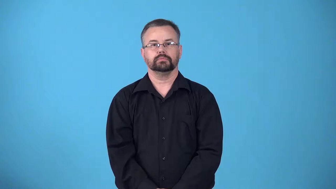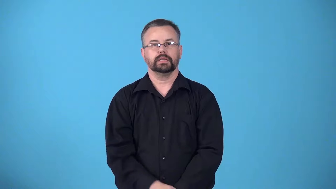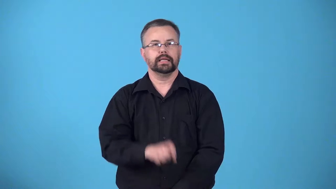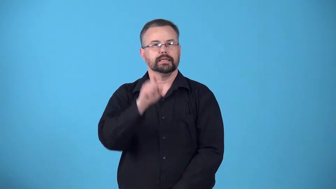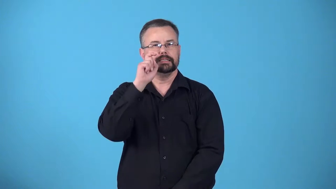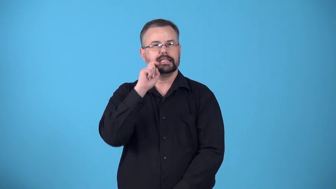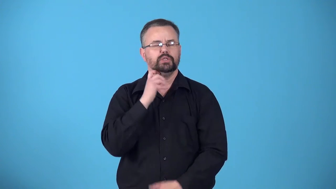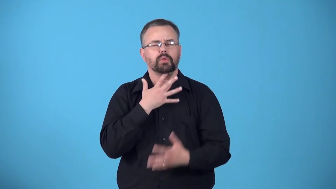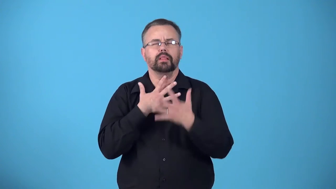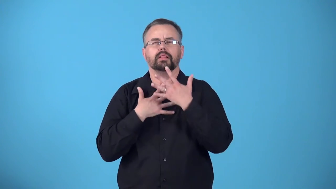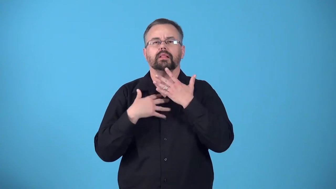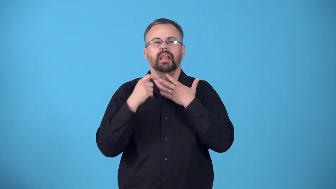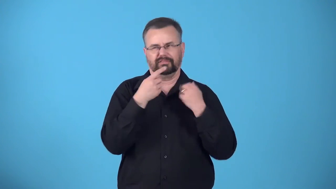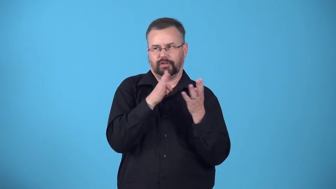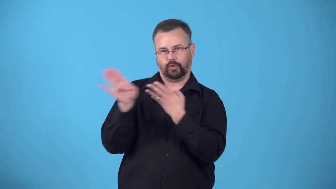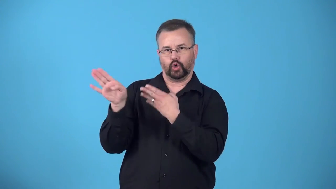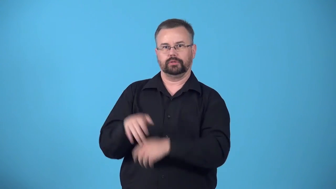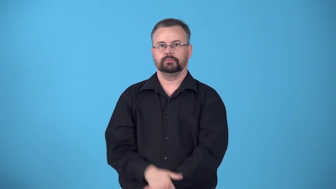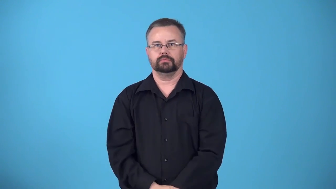desexualize